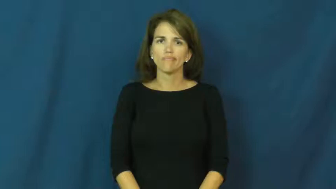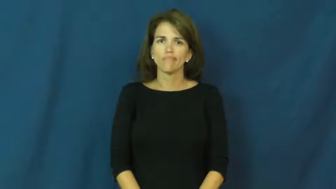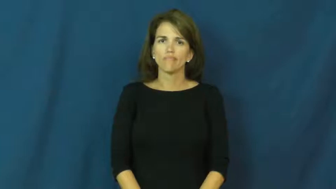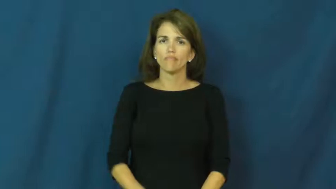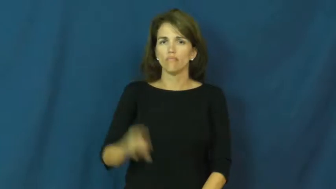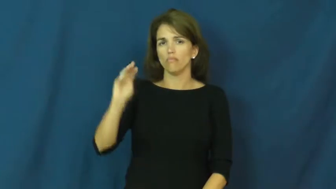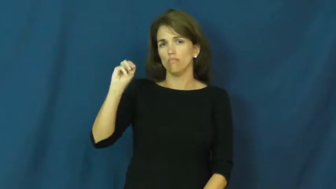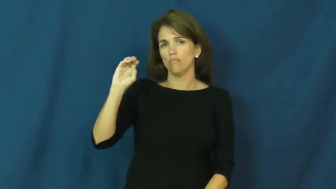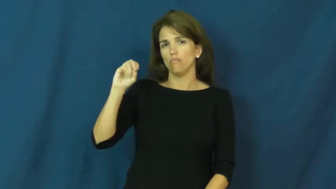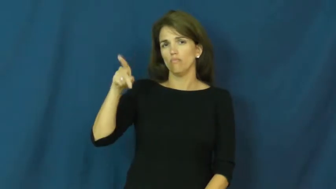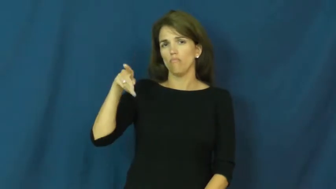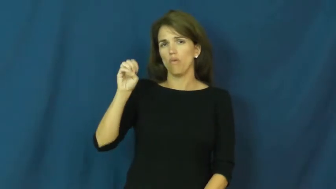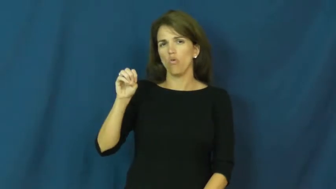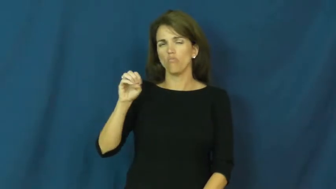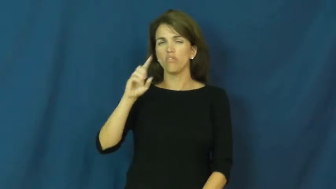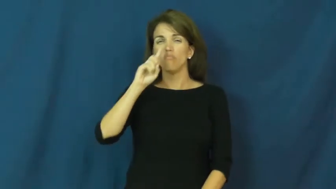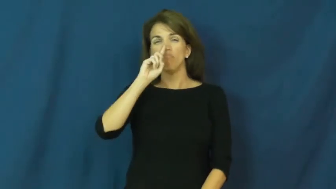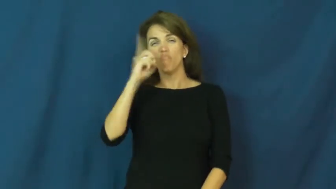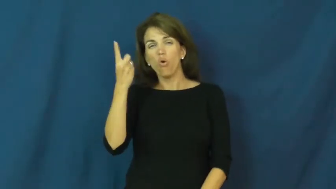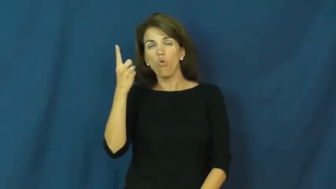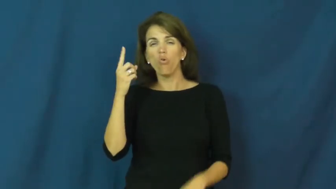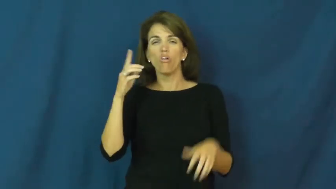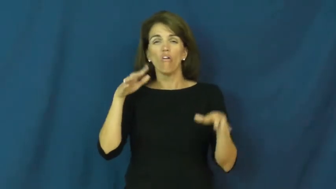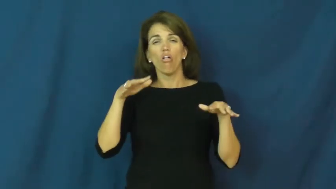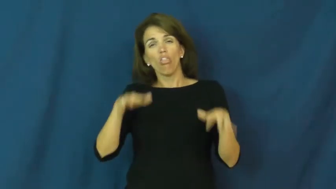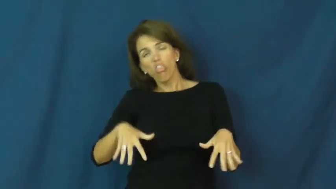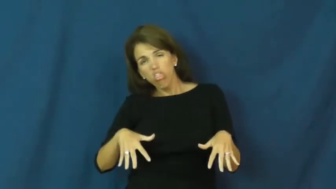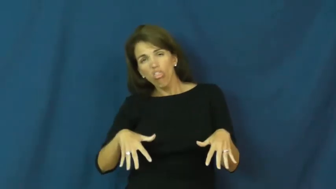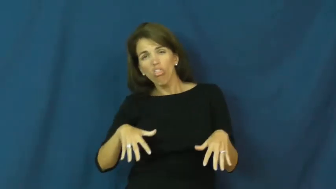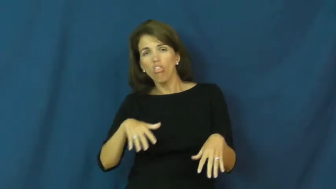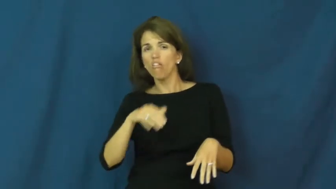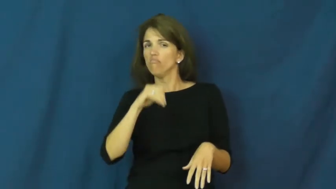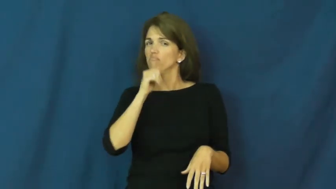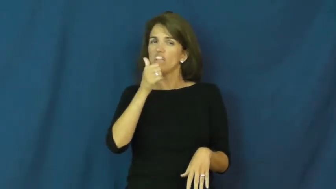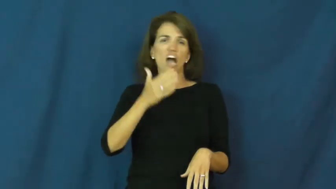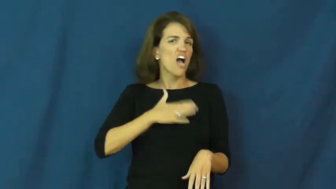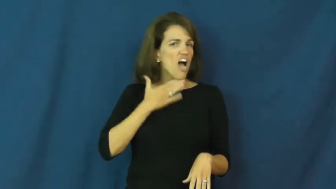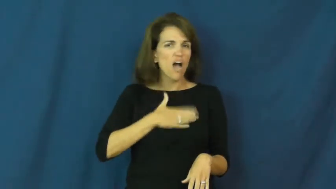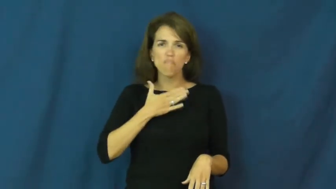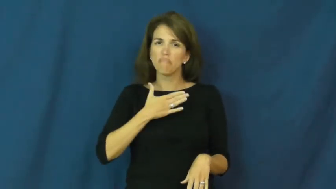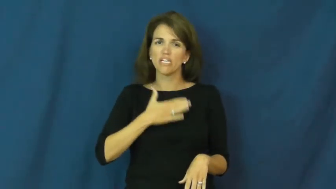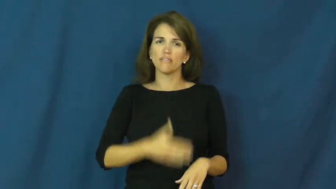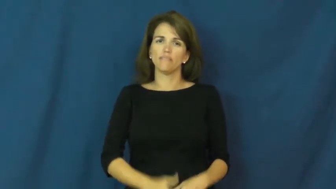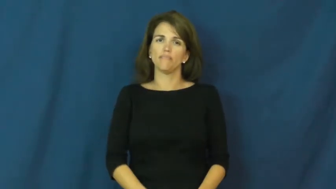mope